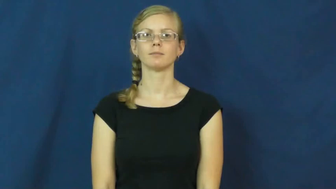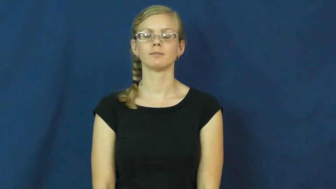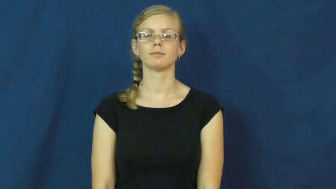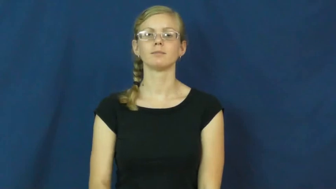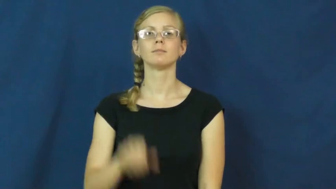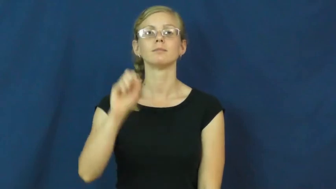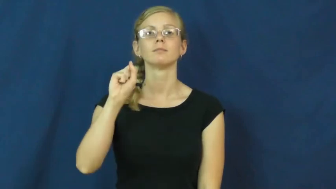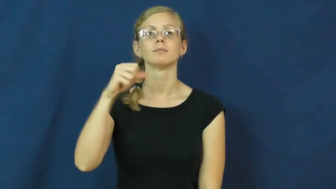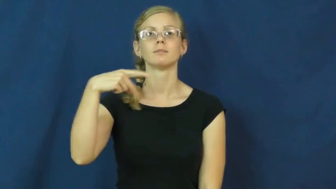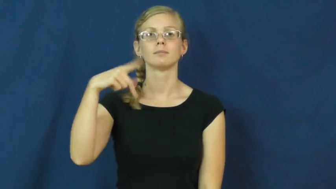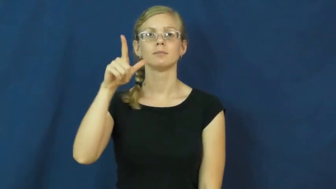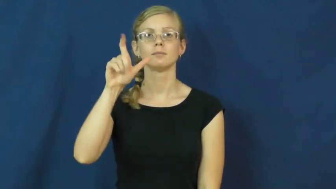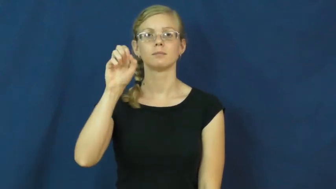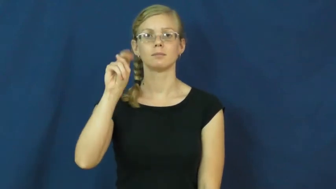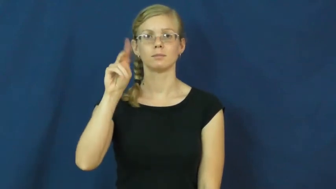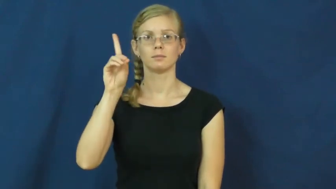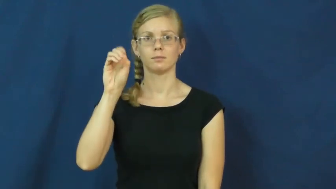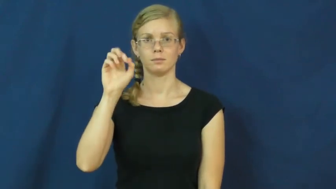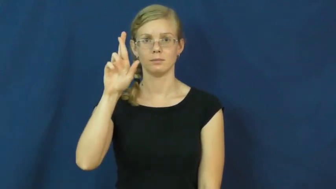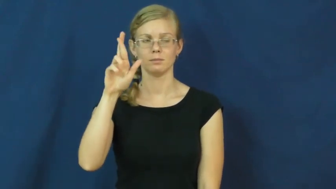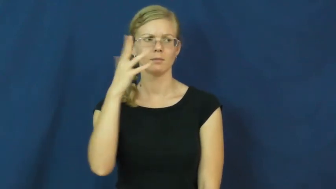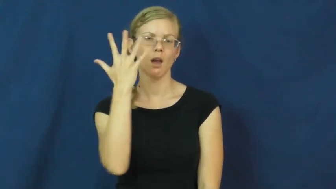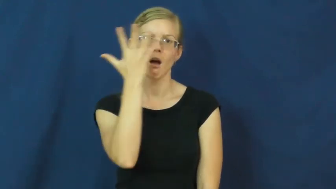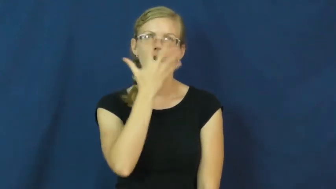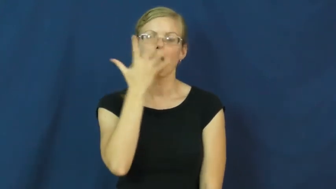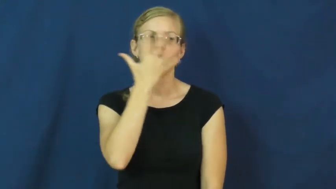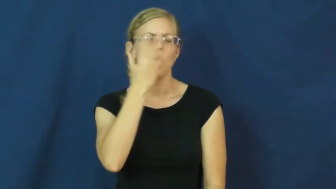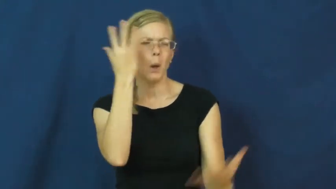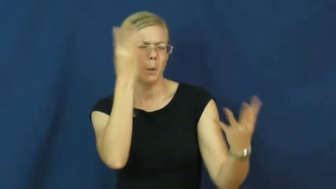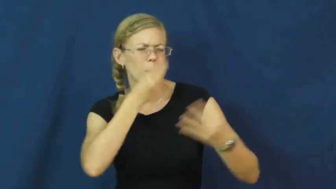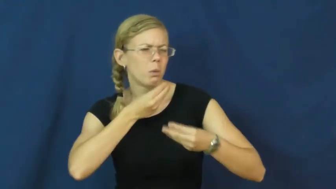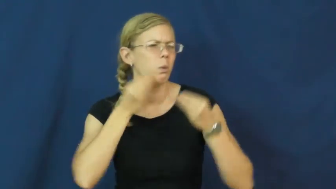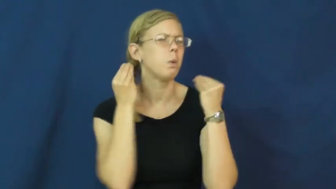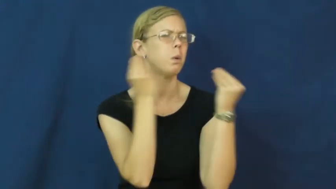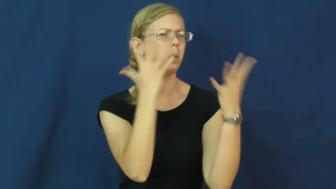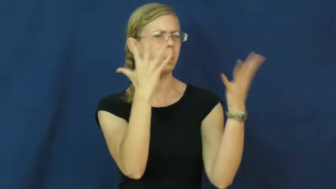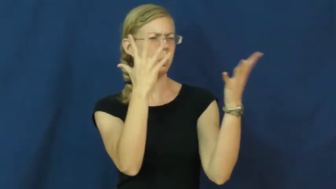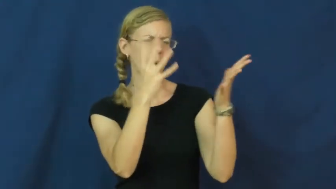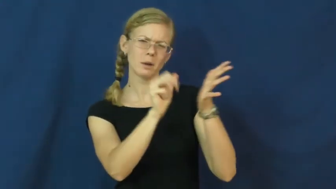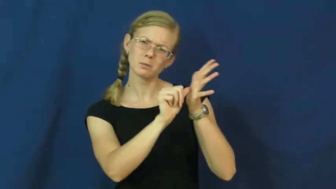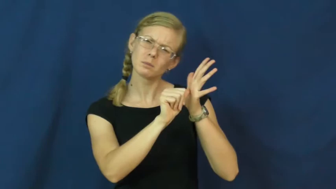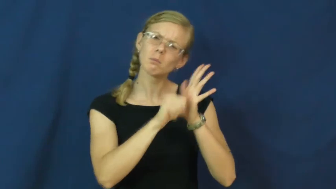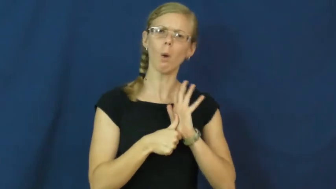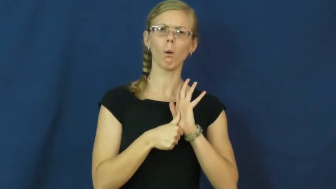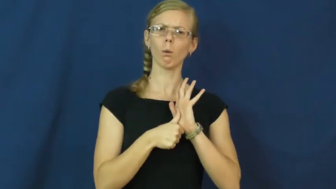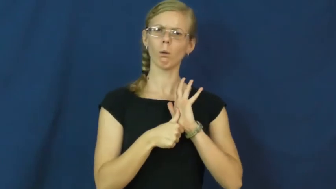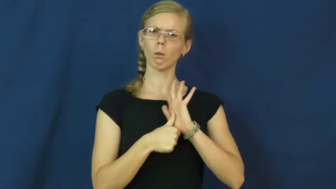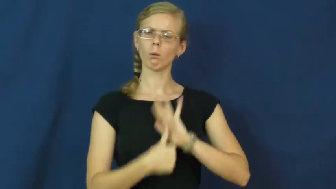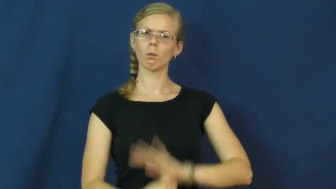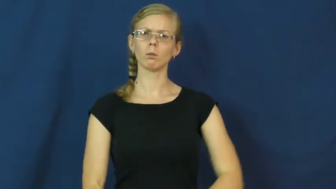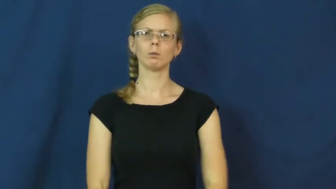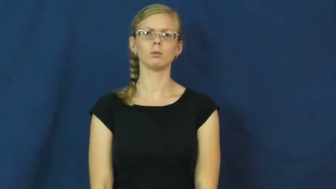splendor